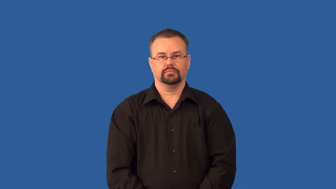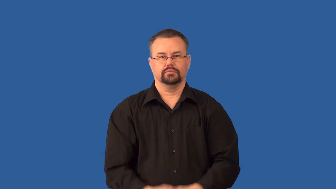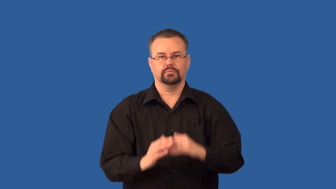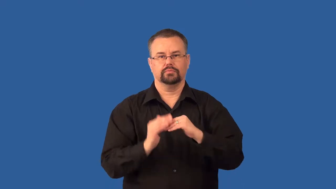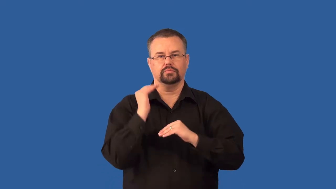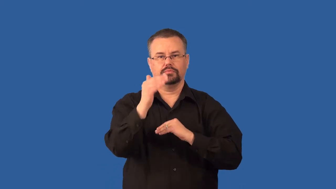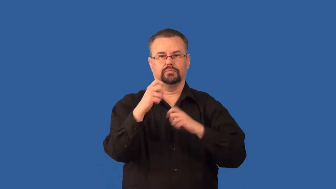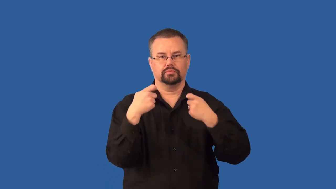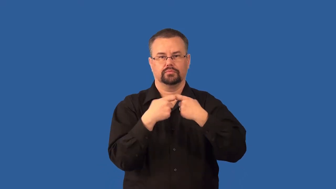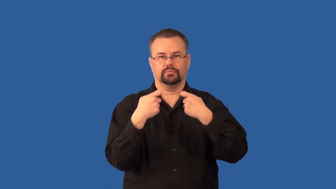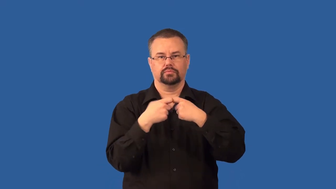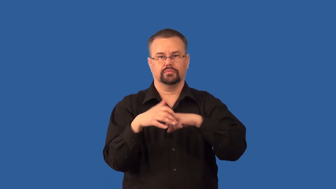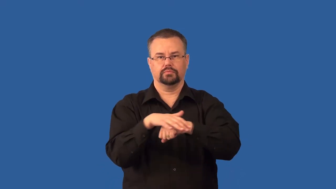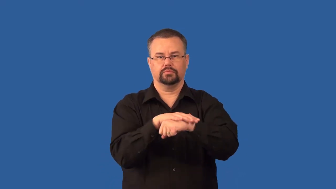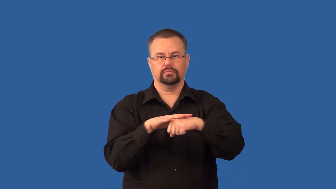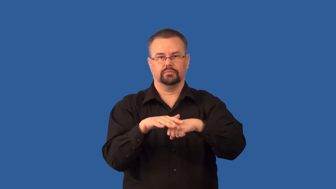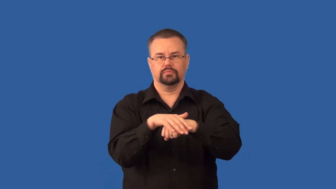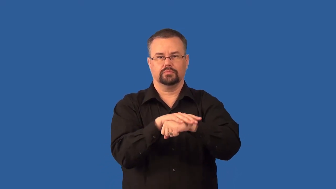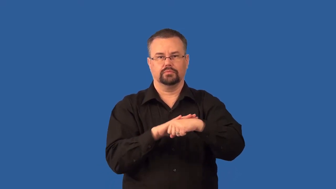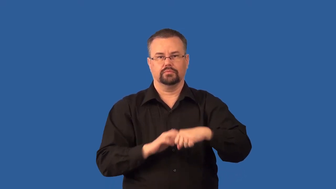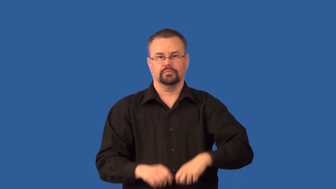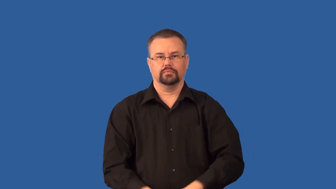static,electrostatic